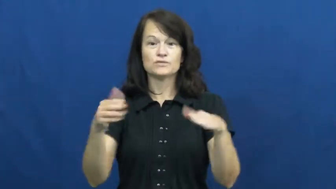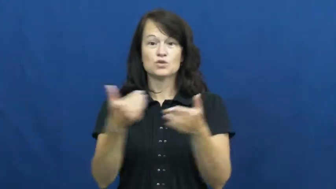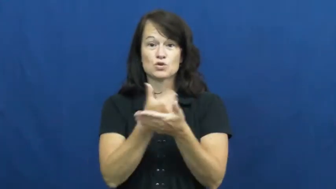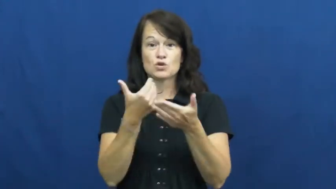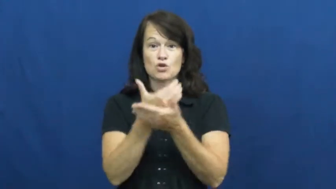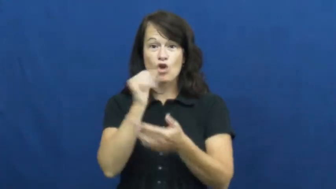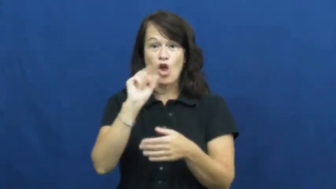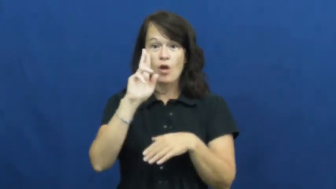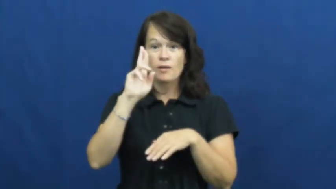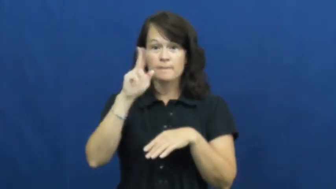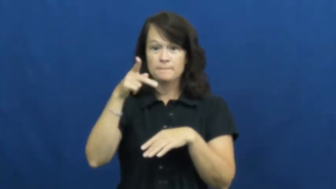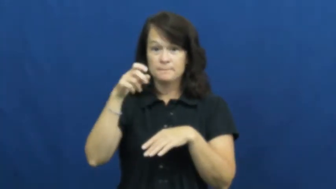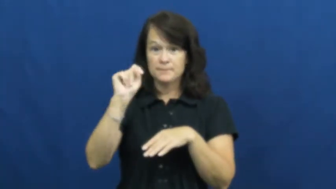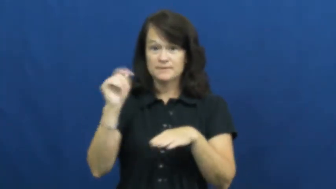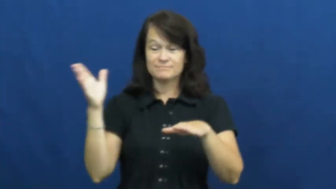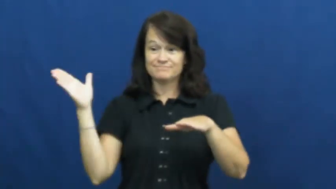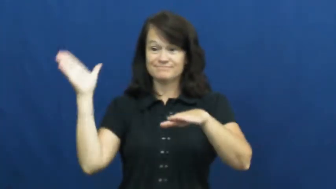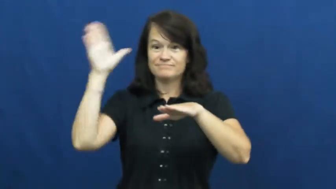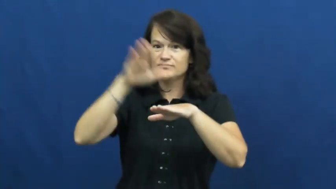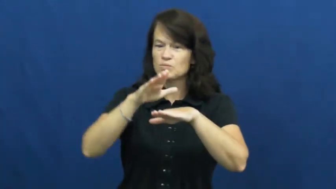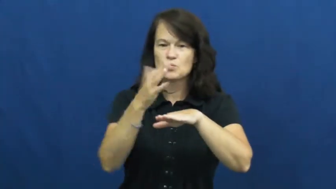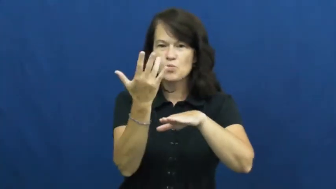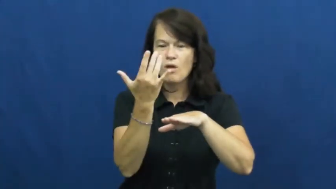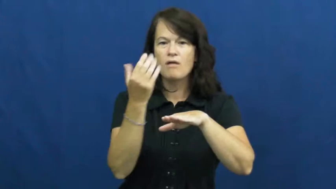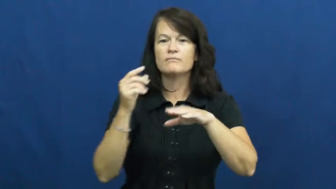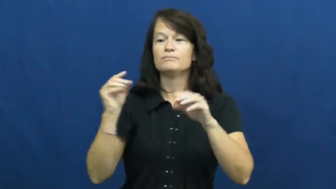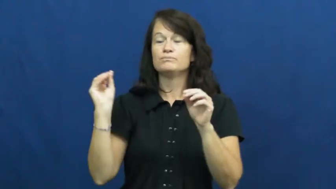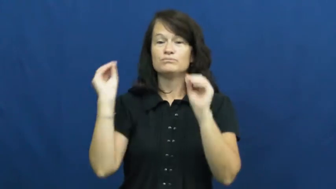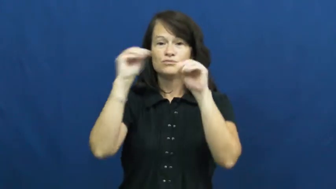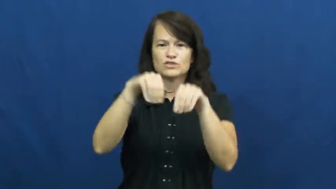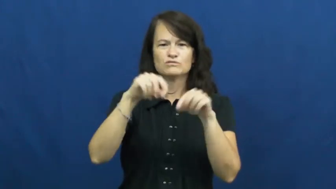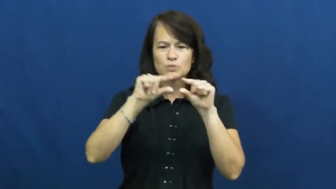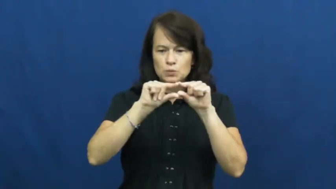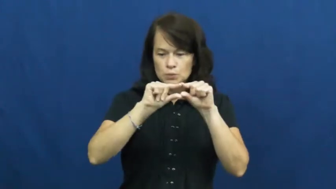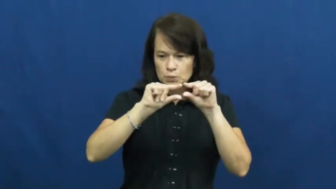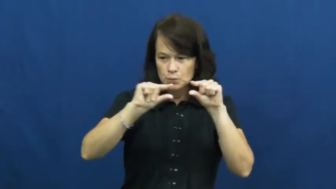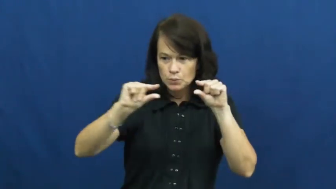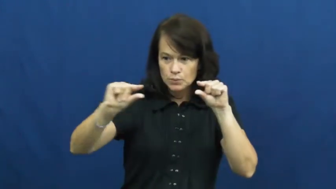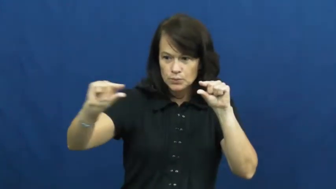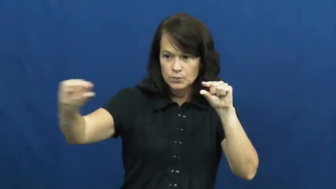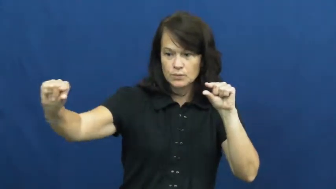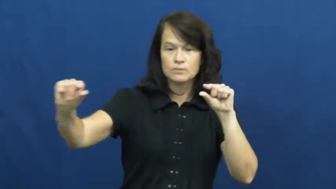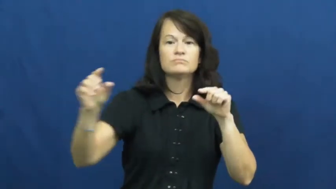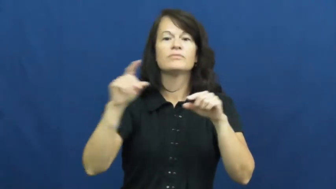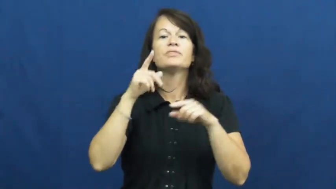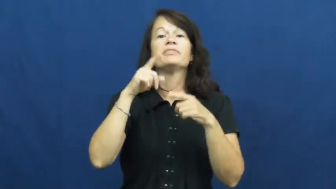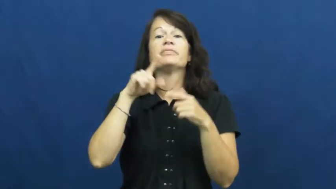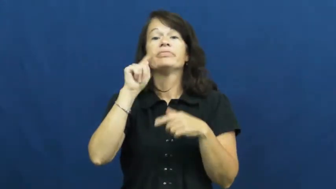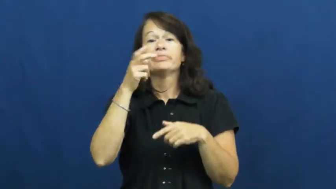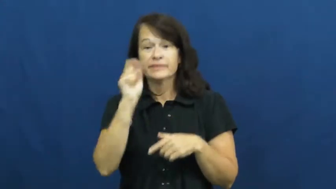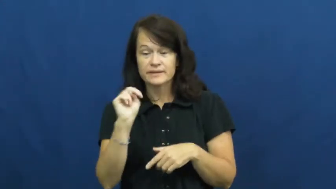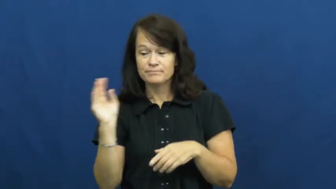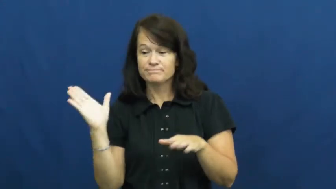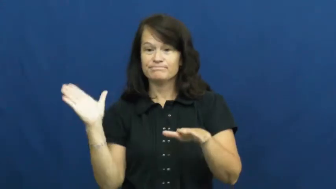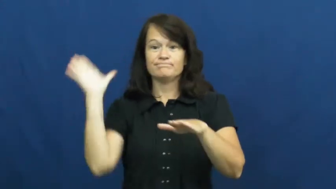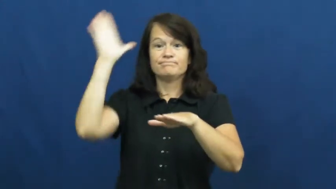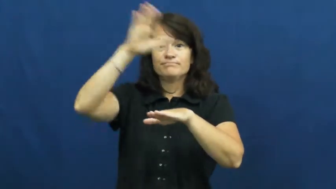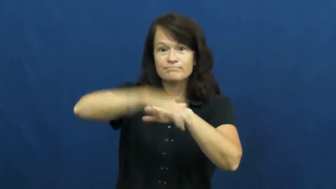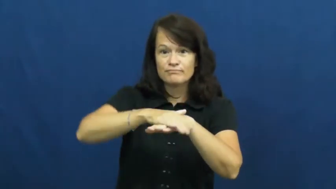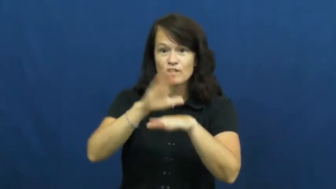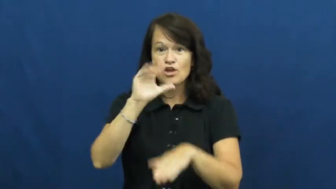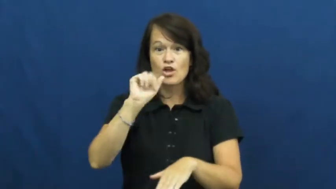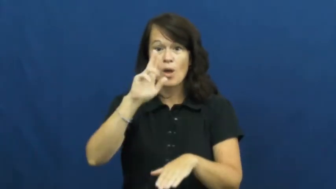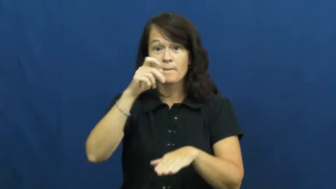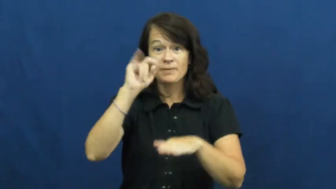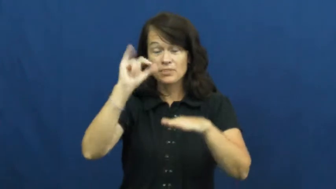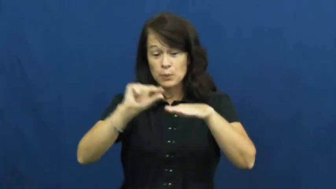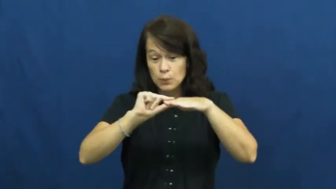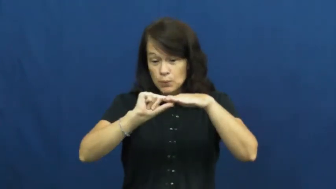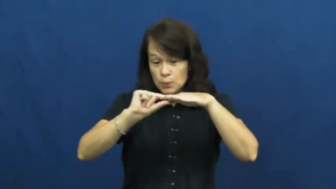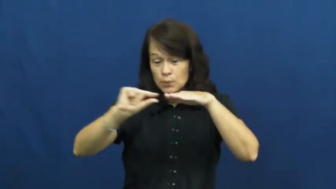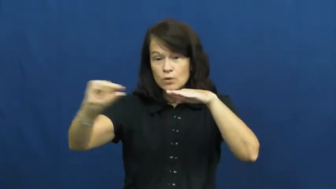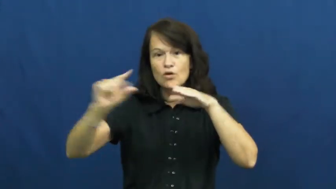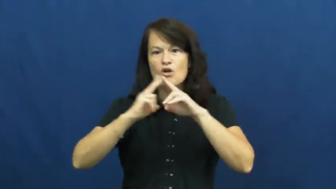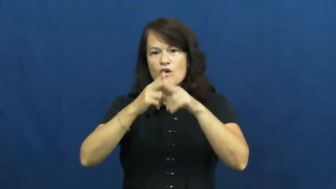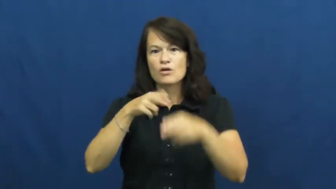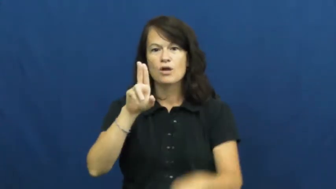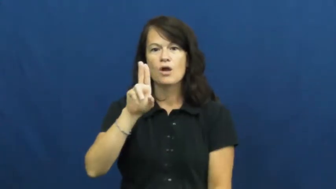underlay